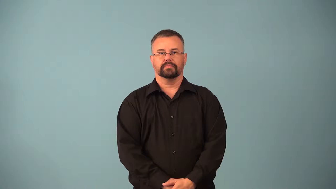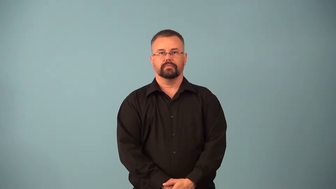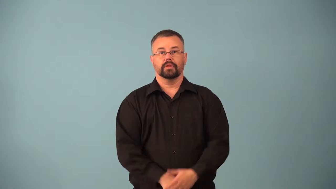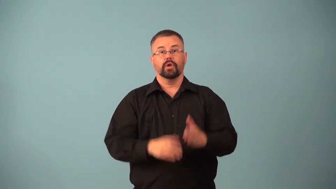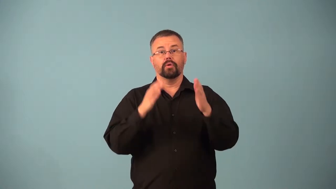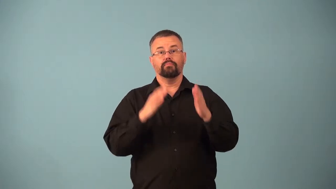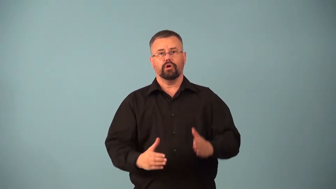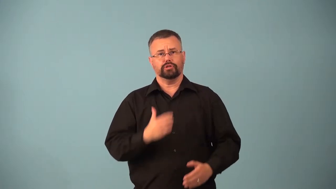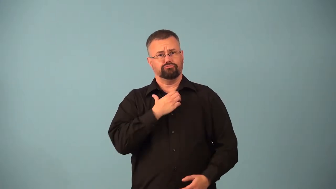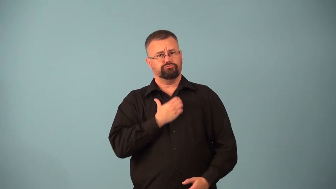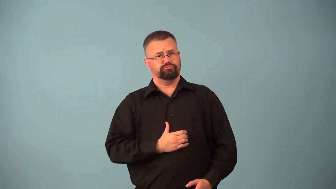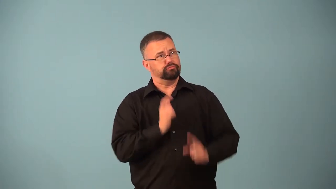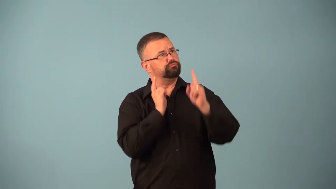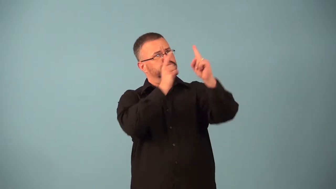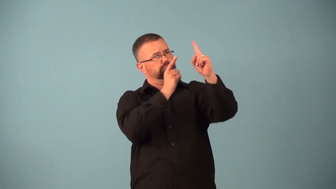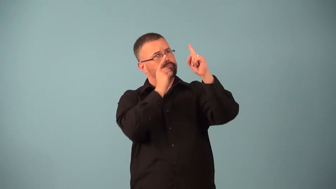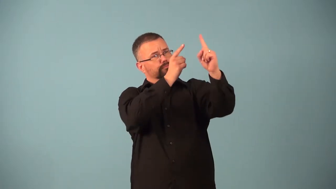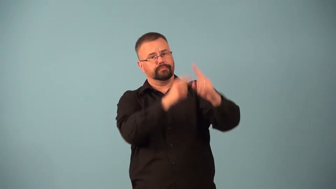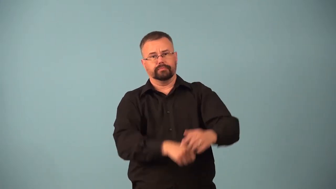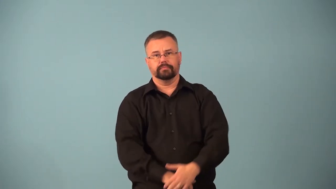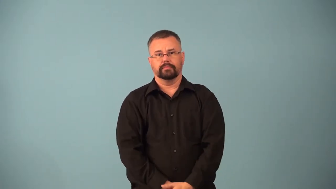aspirant